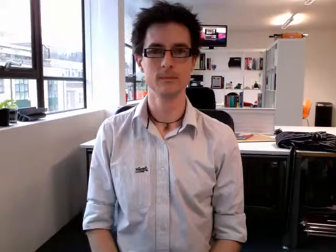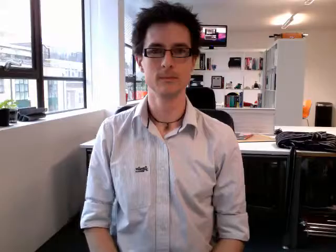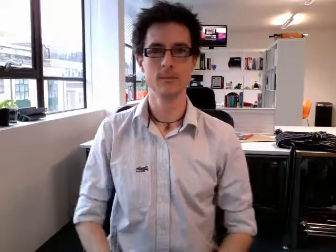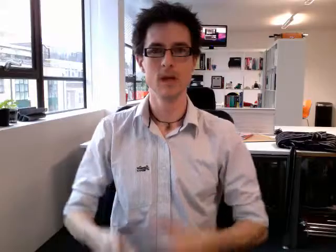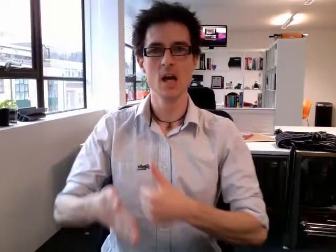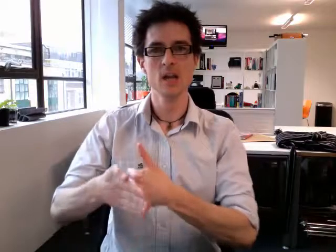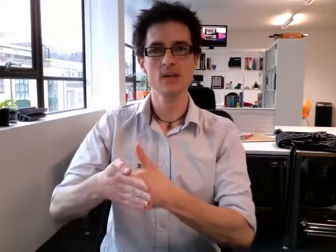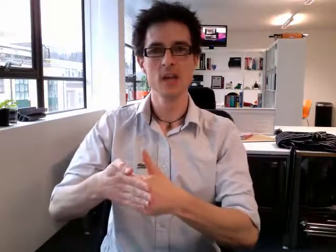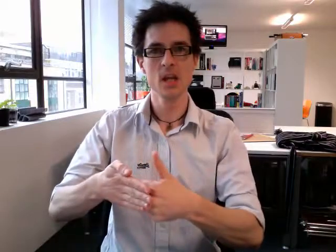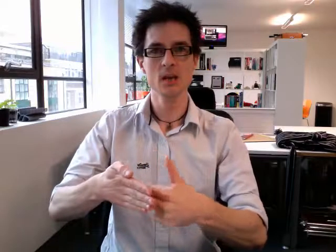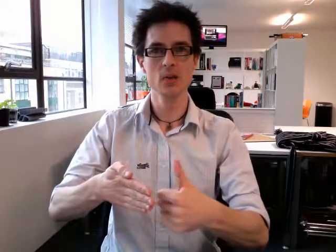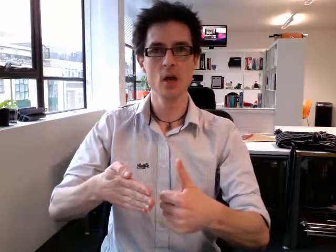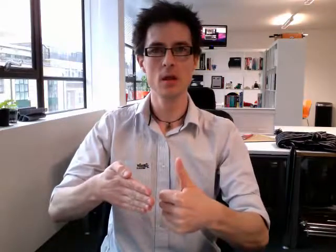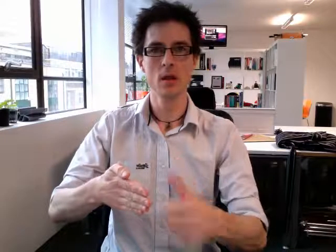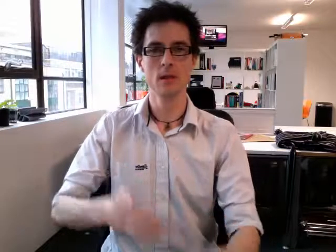season